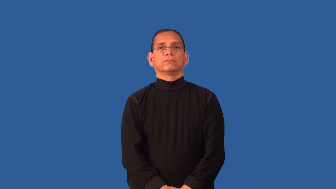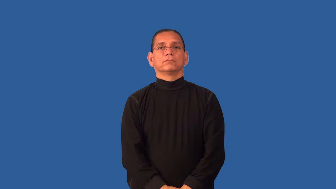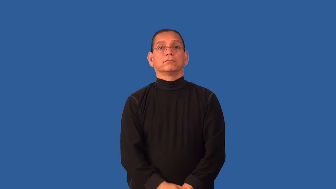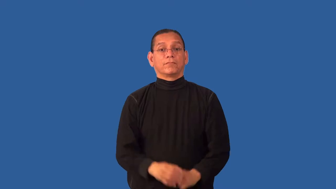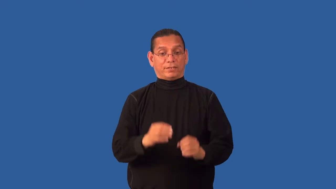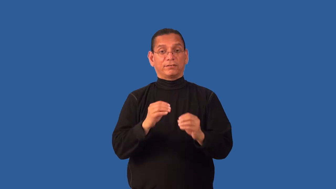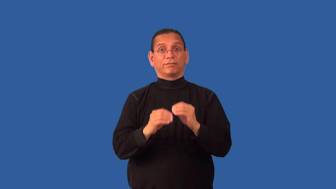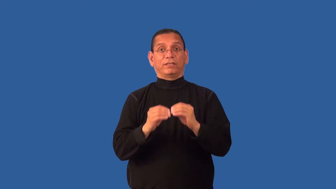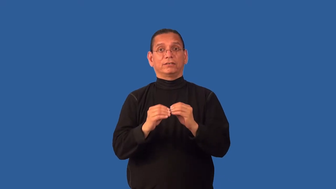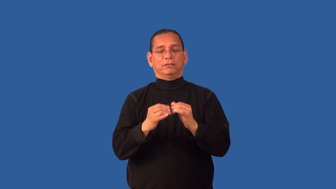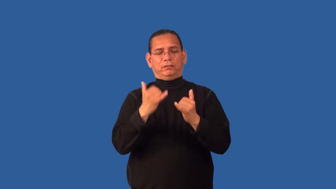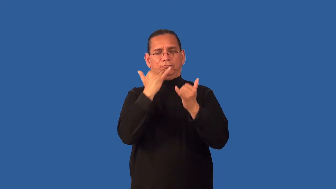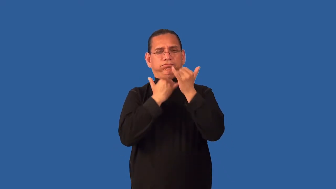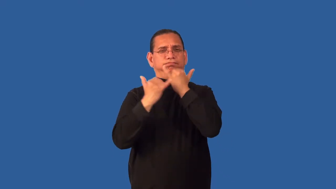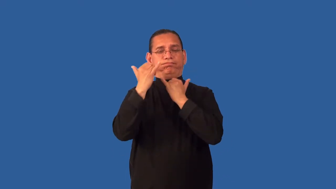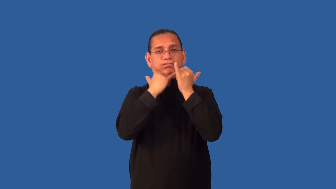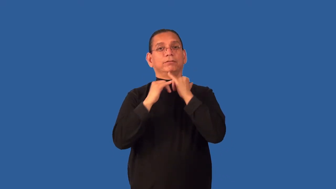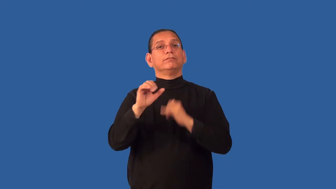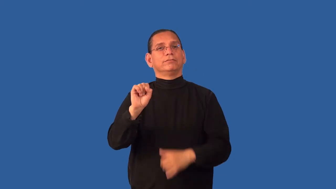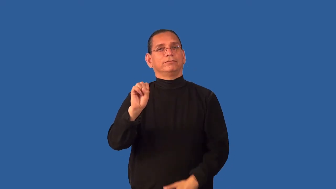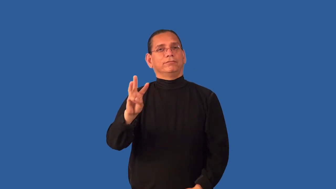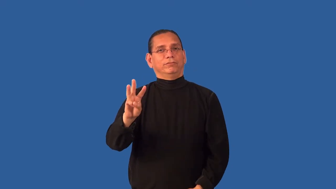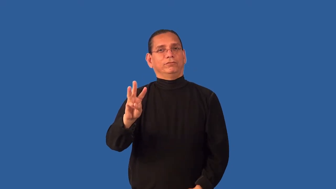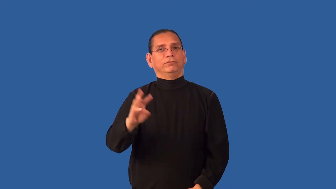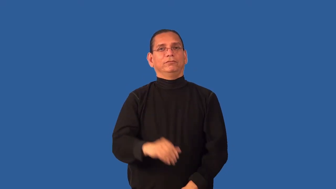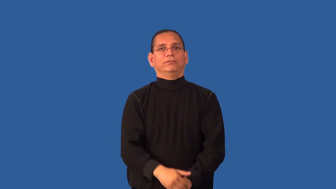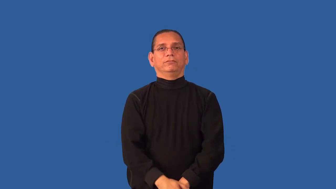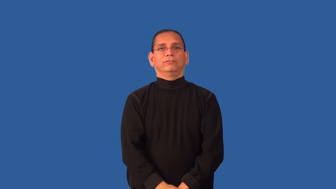debug